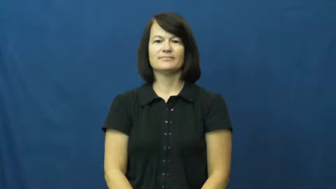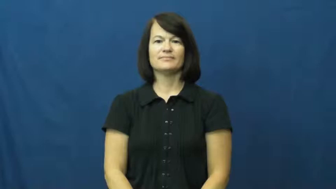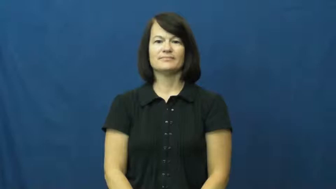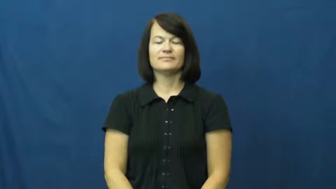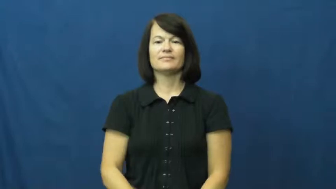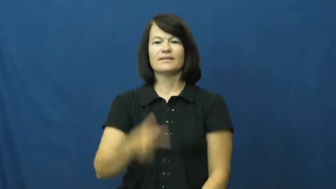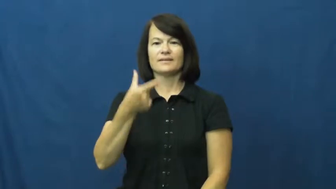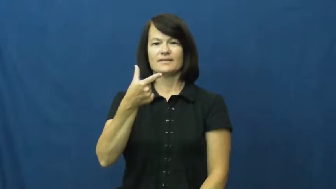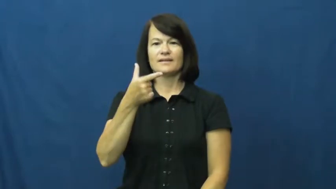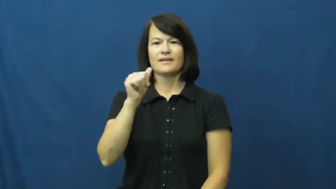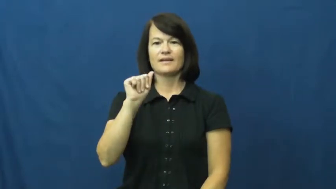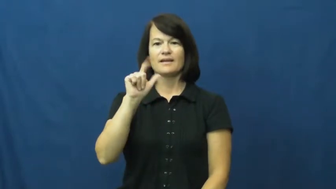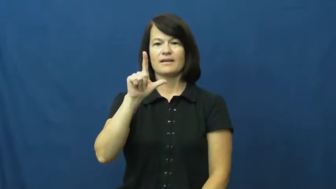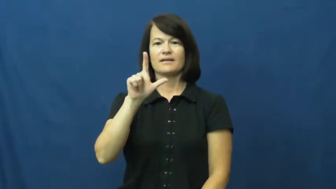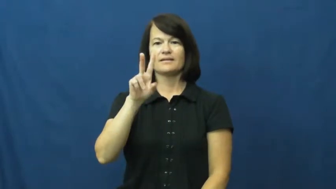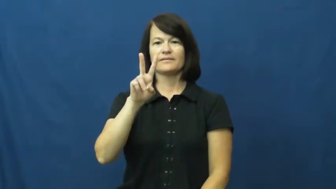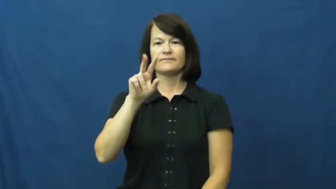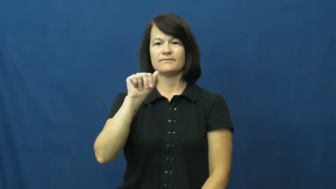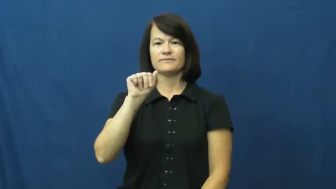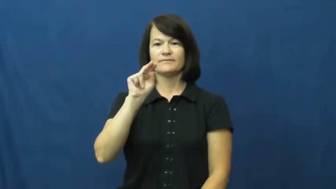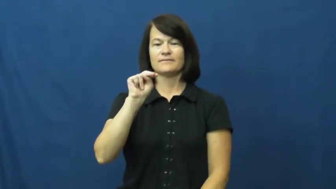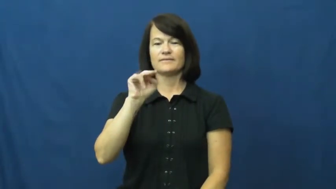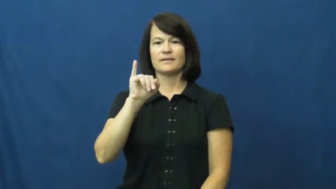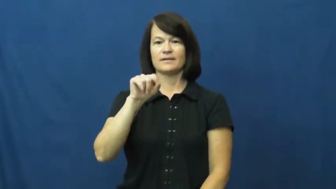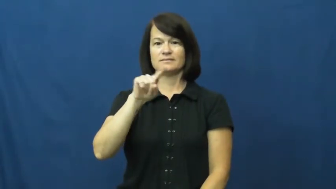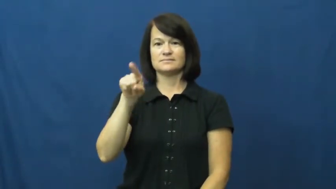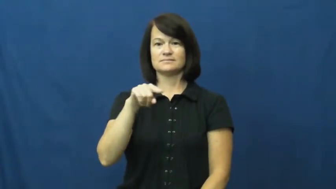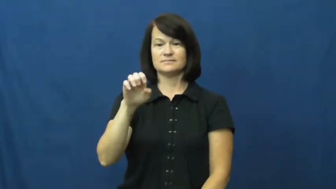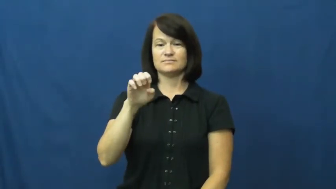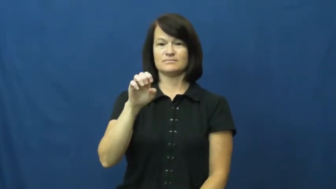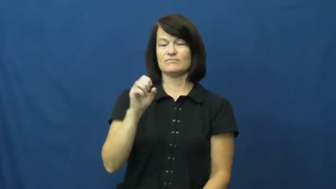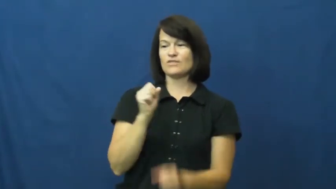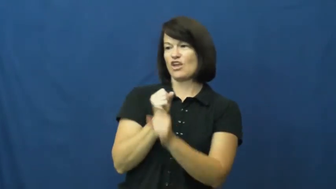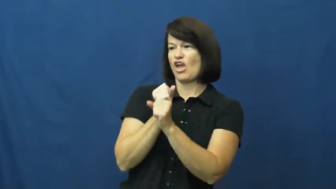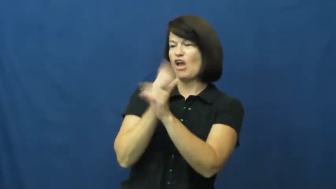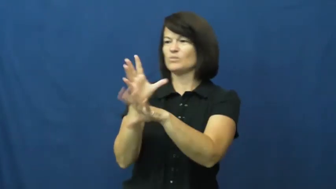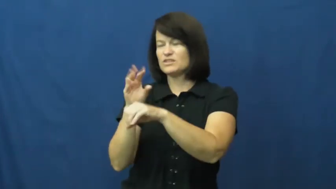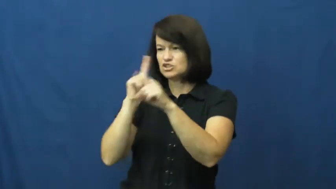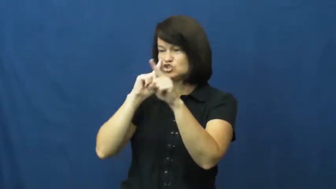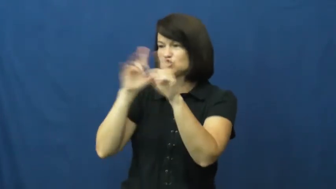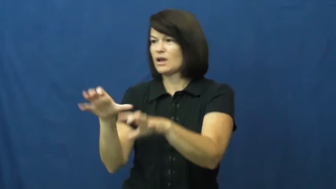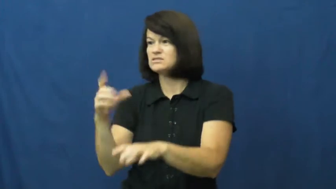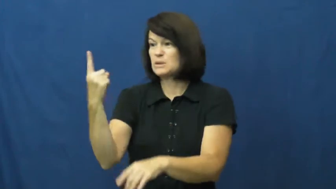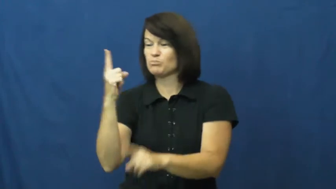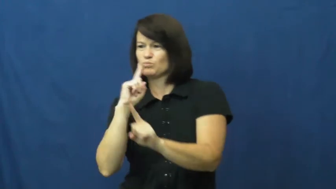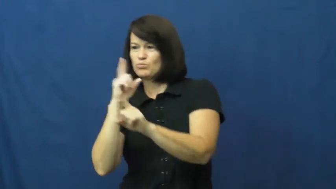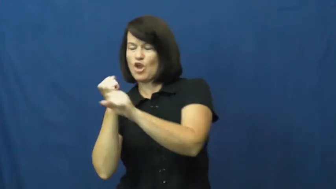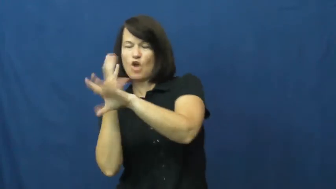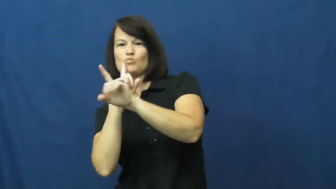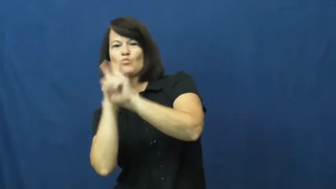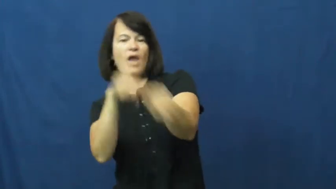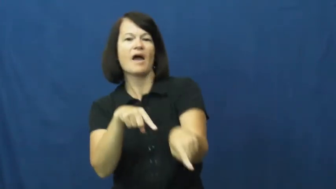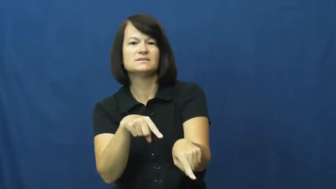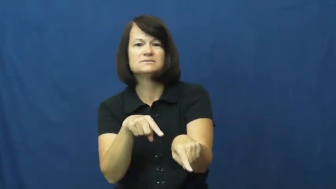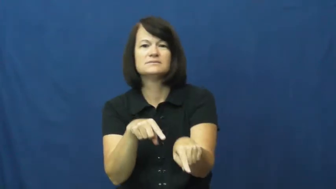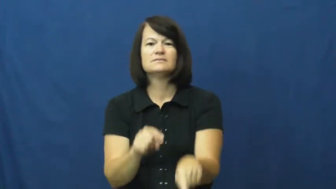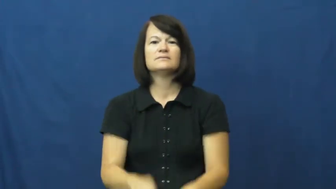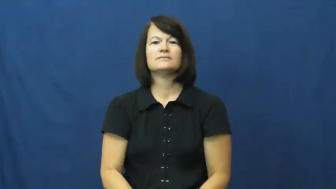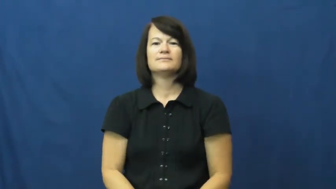galvanize-excite